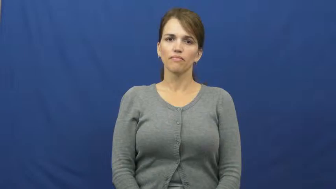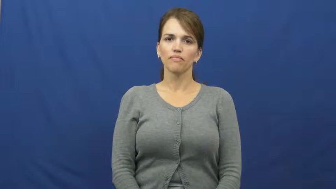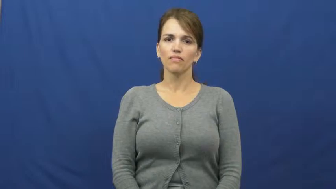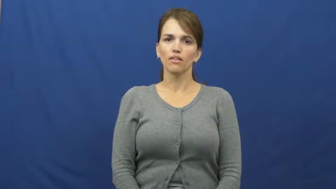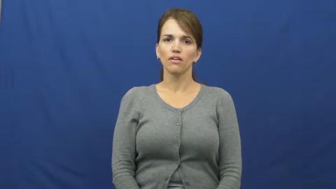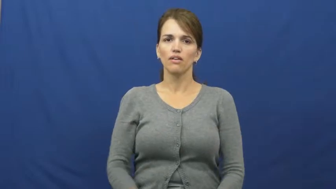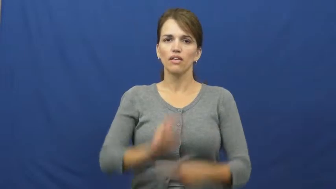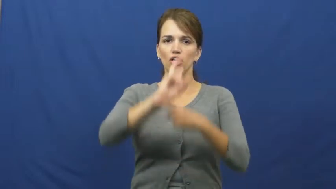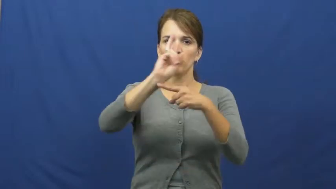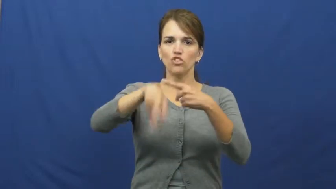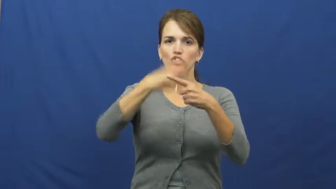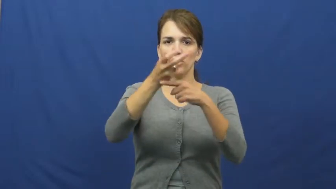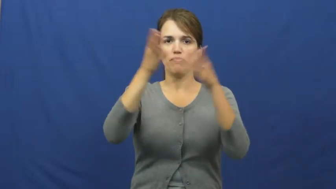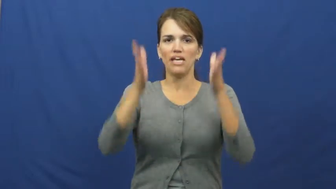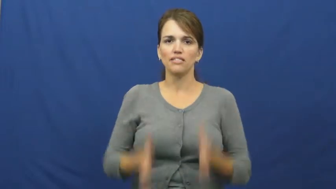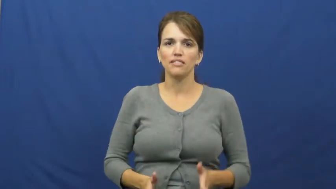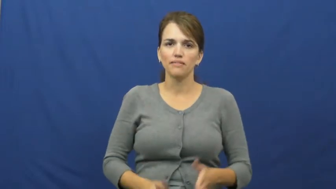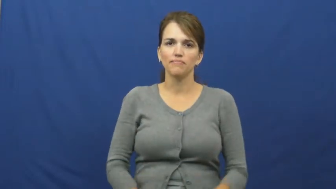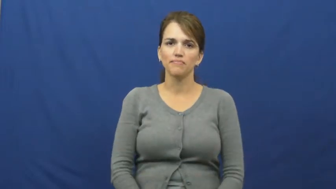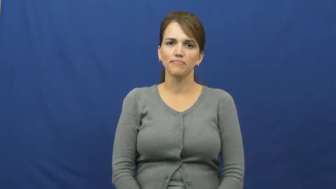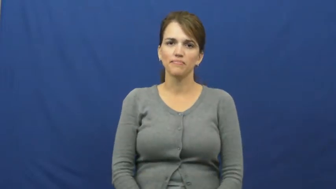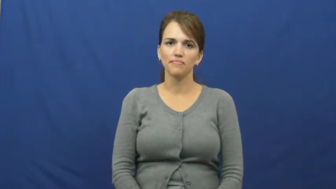gymnast